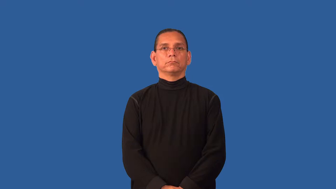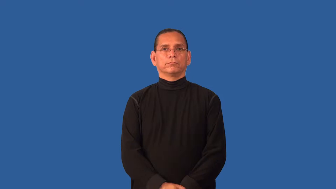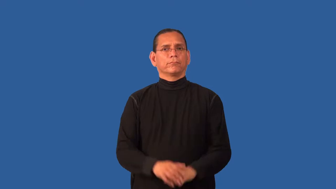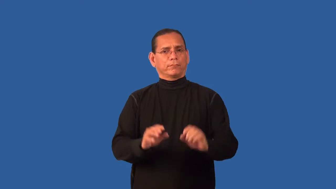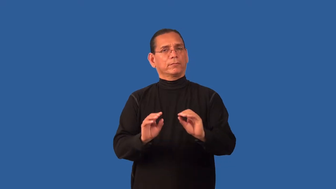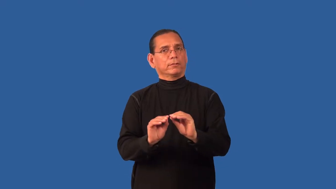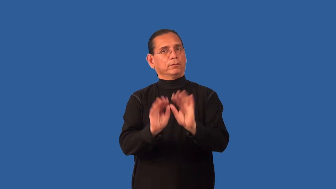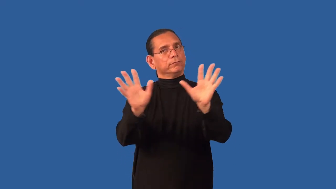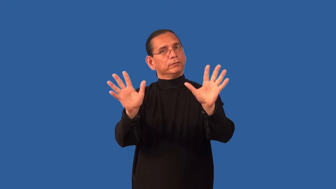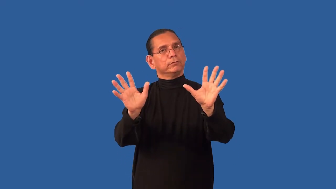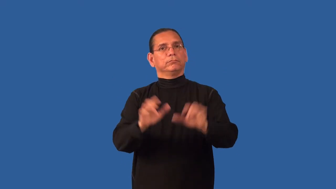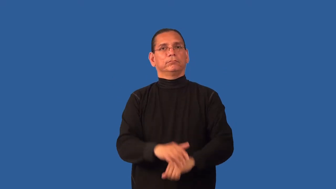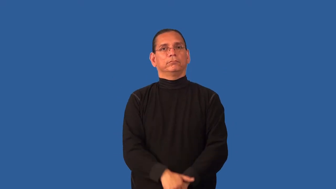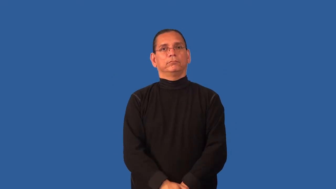demonstrable